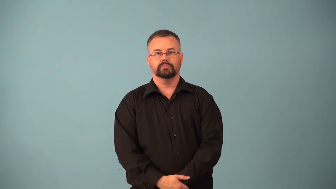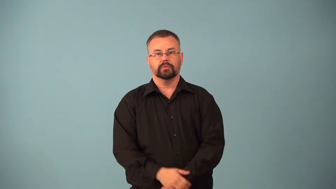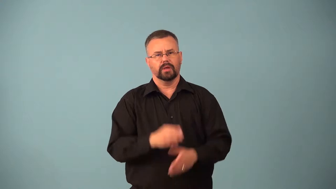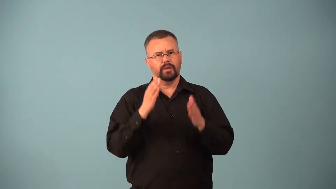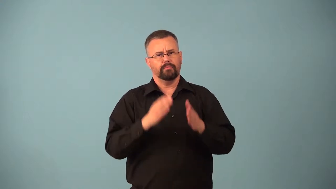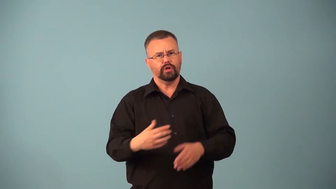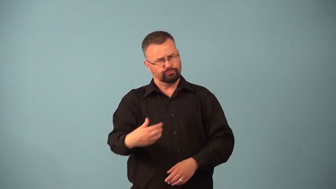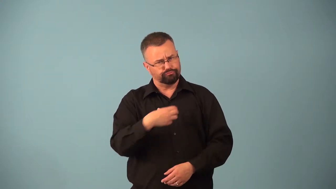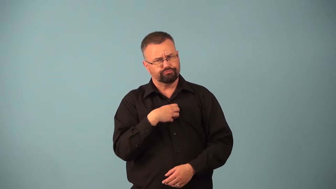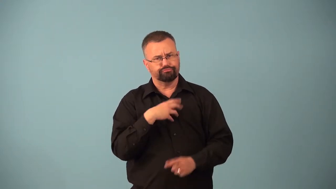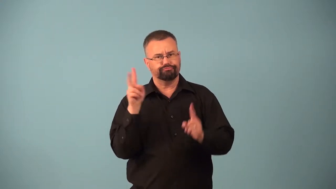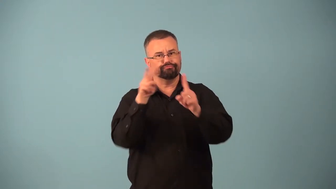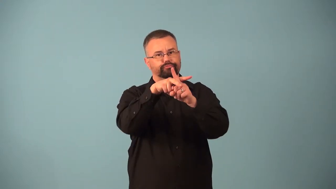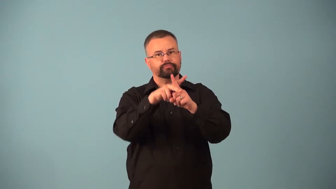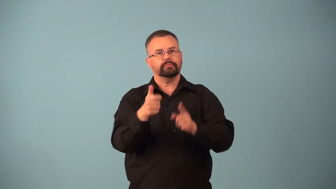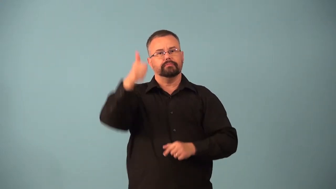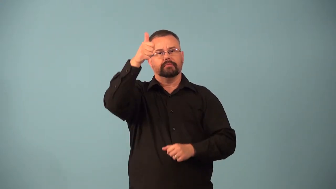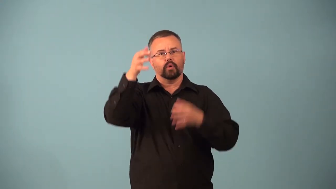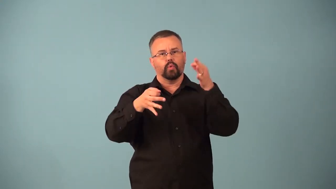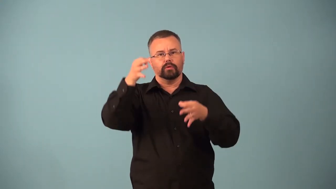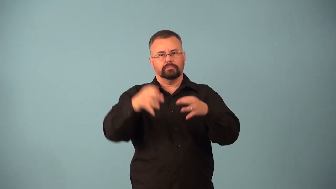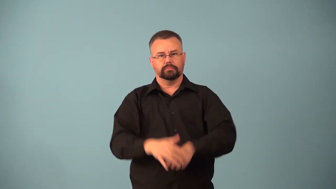appellant